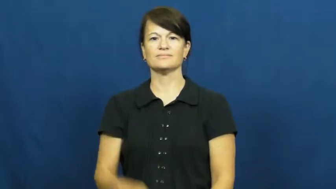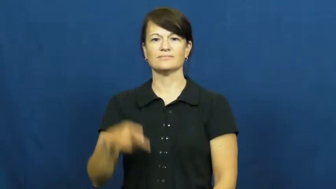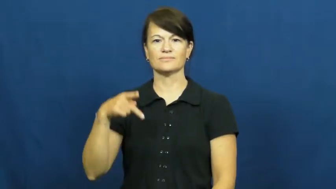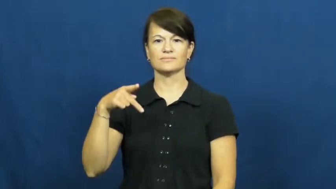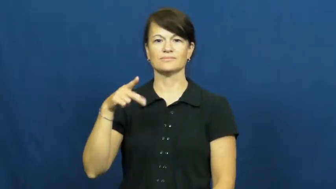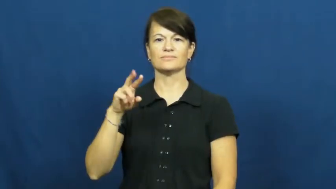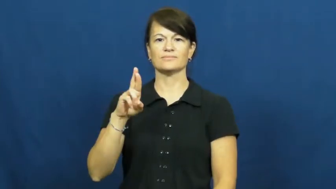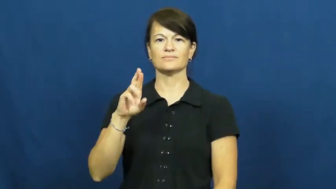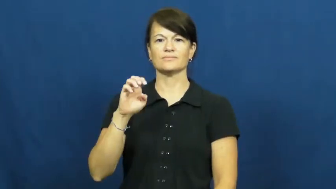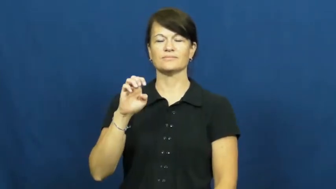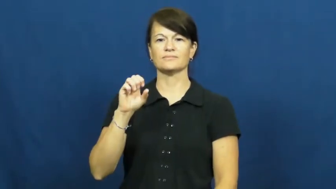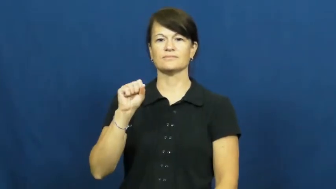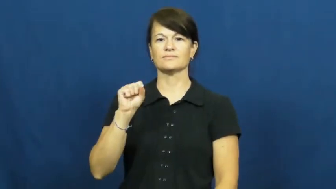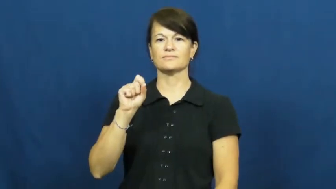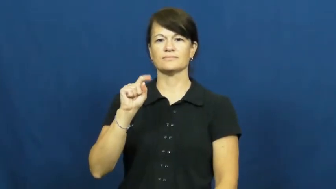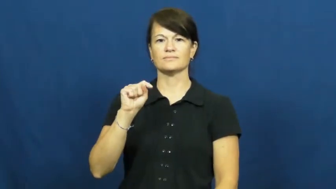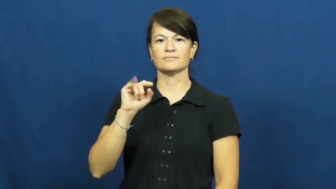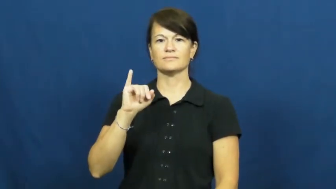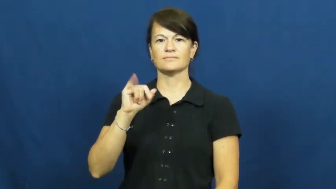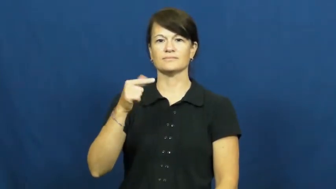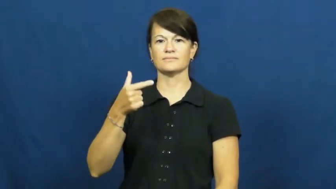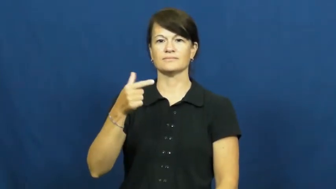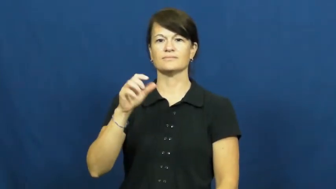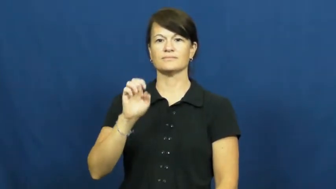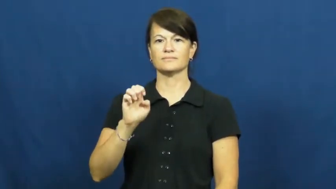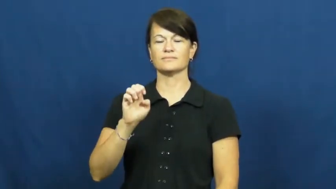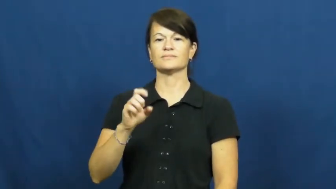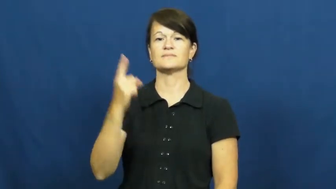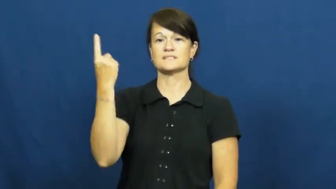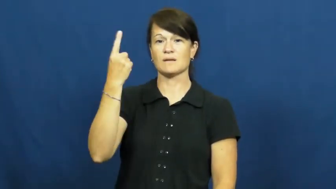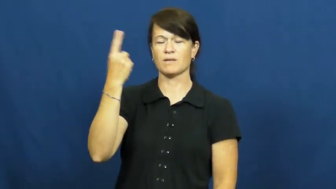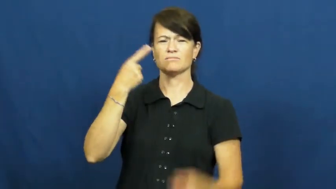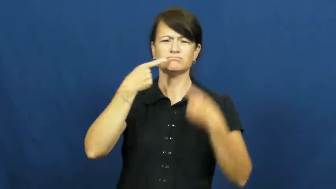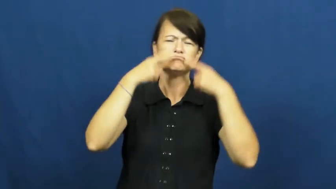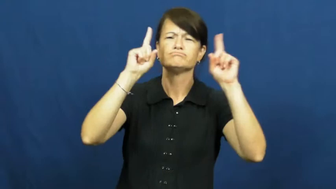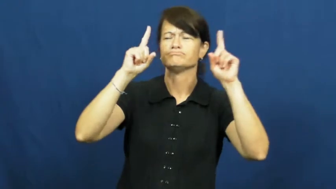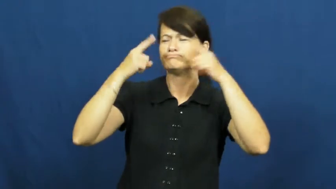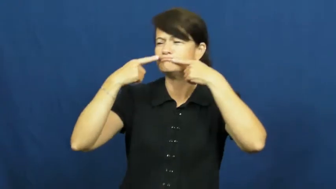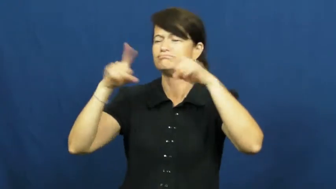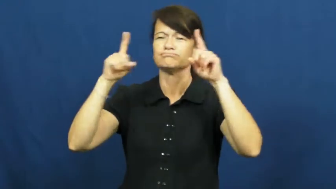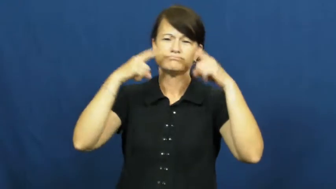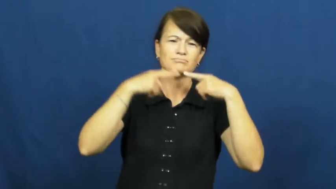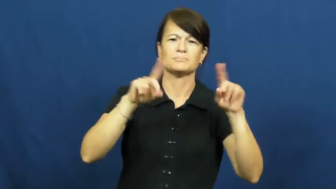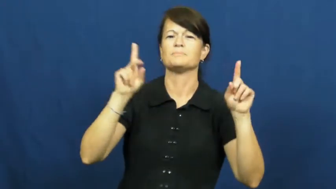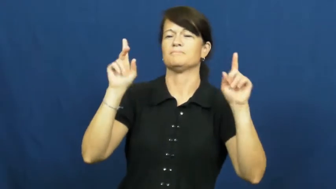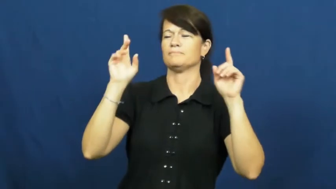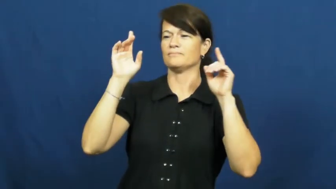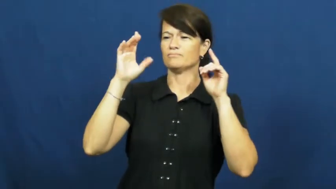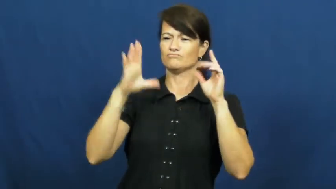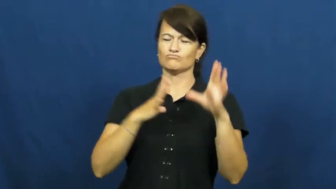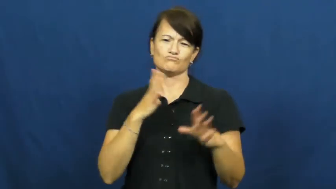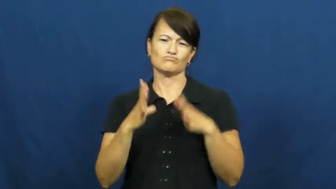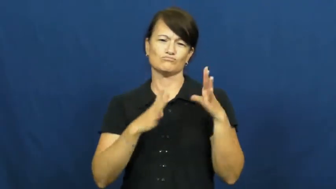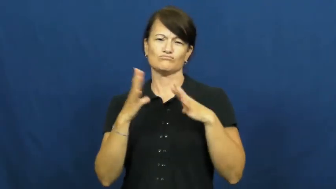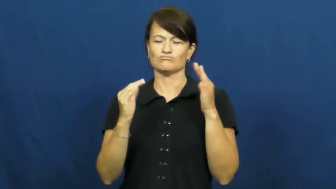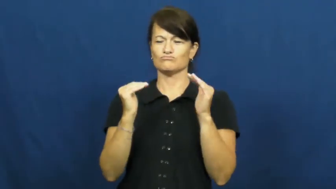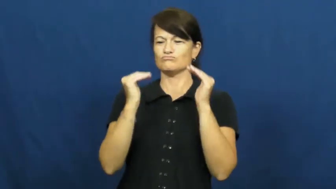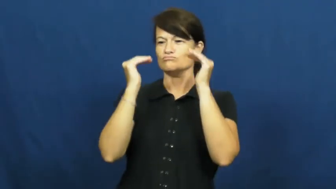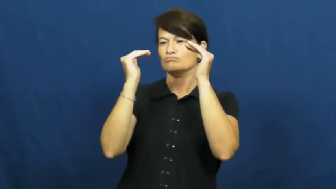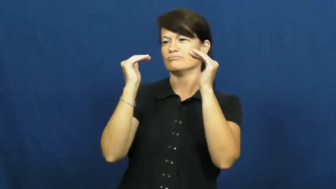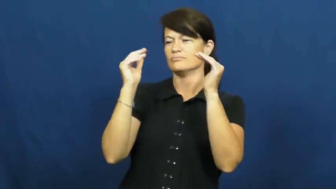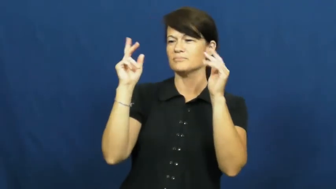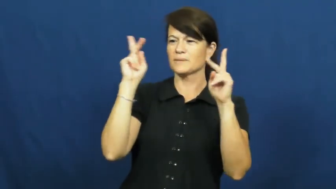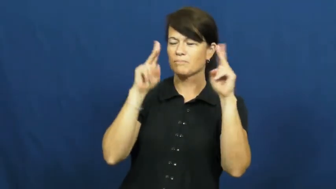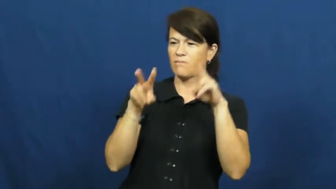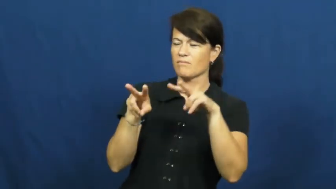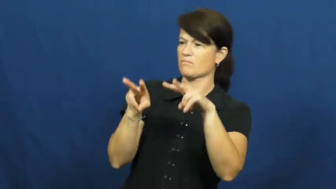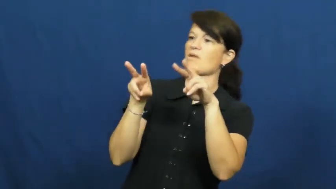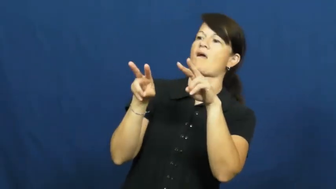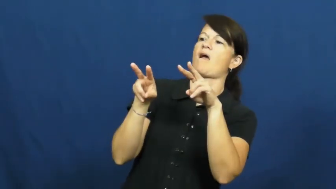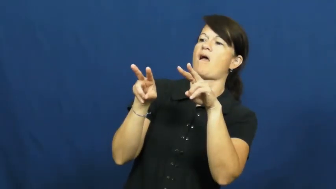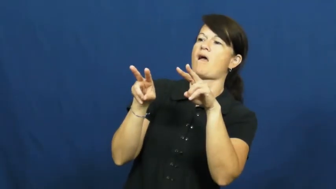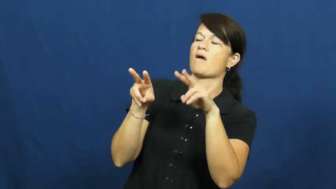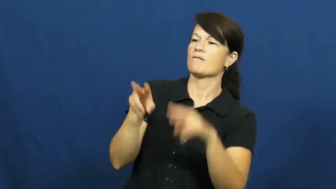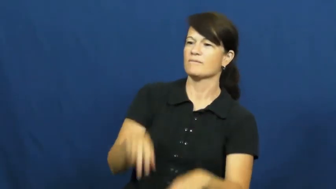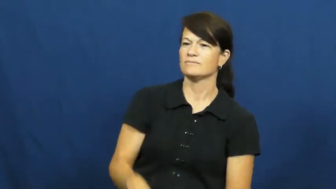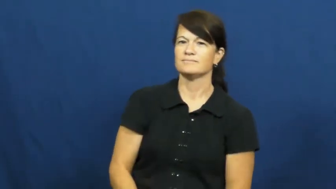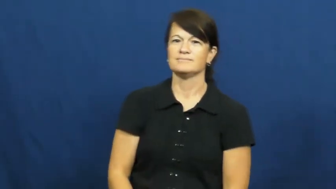prestige